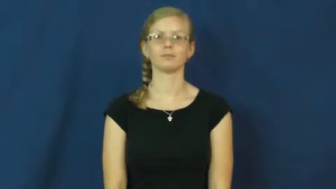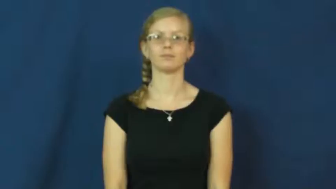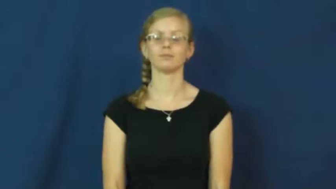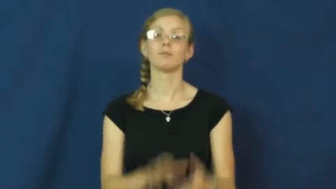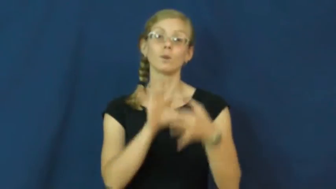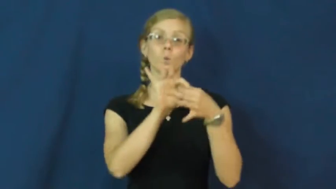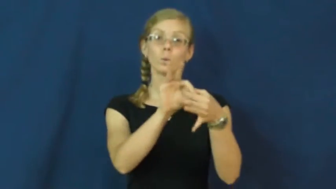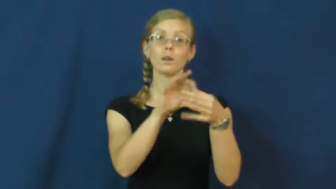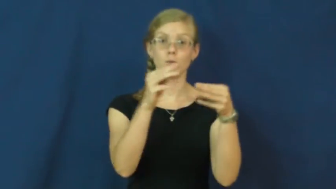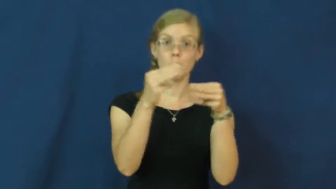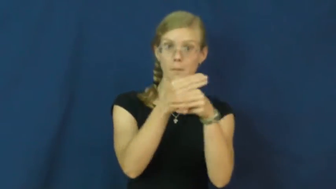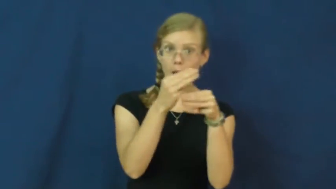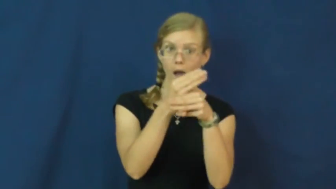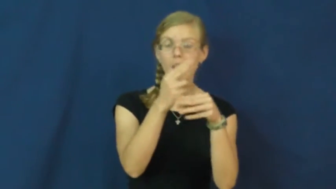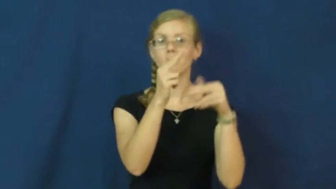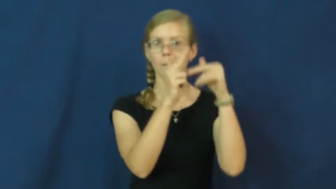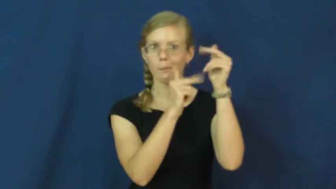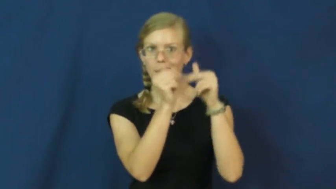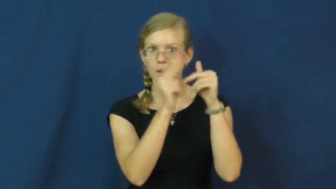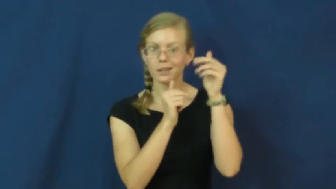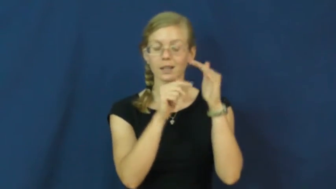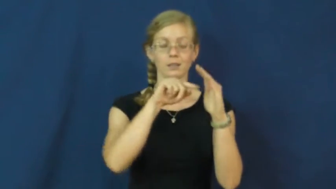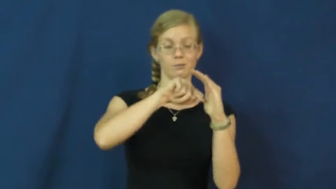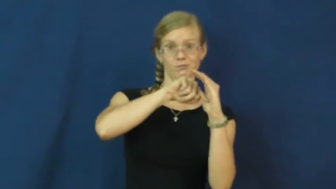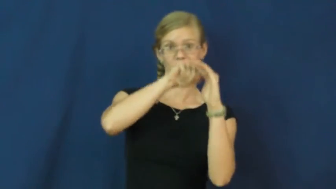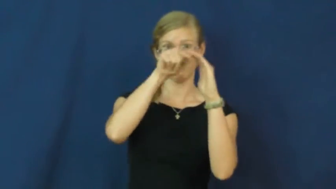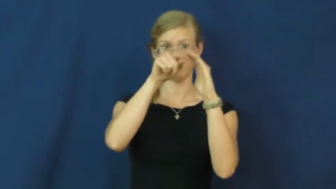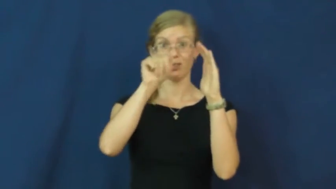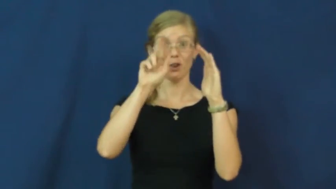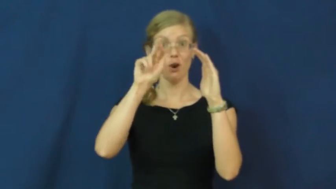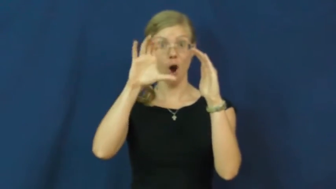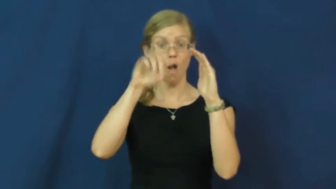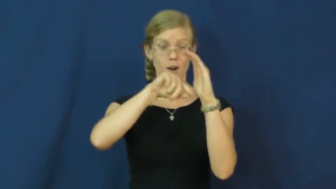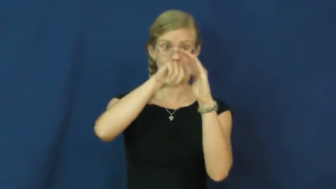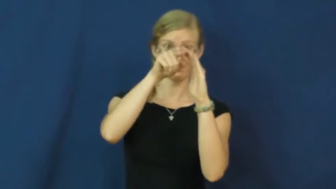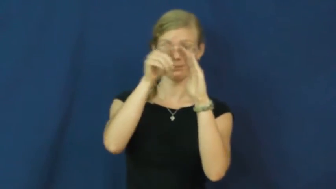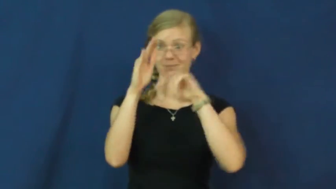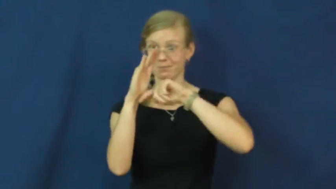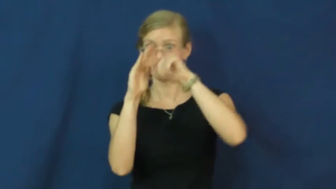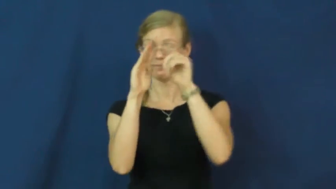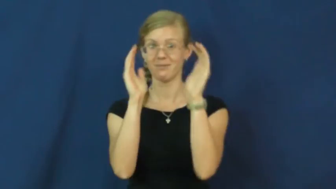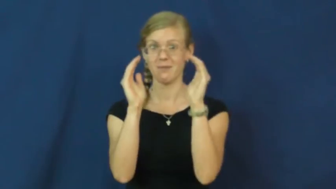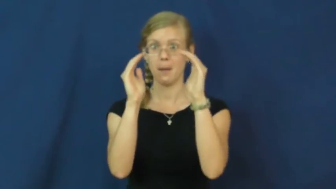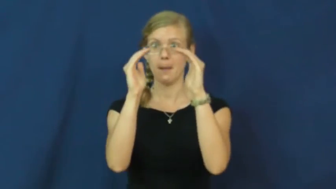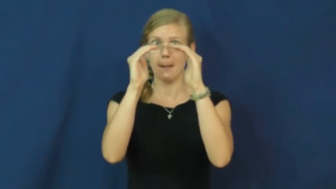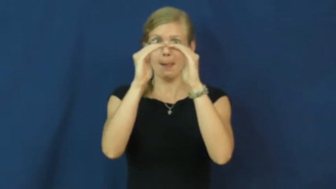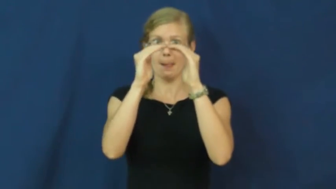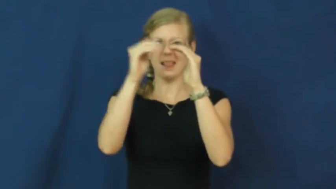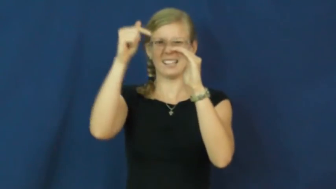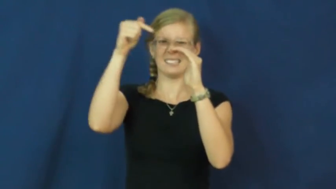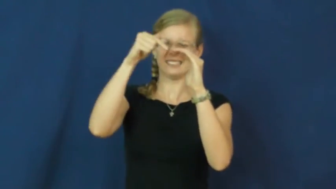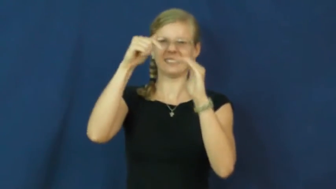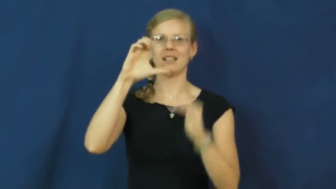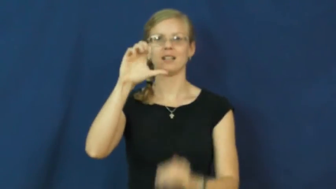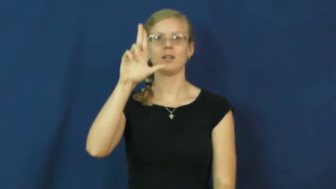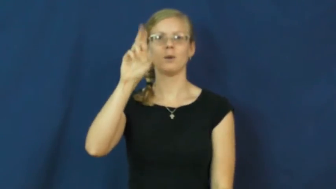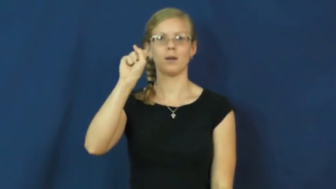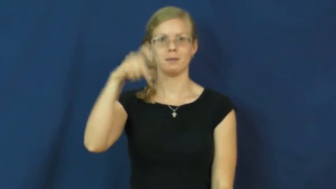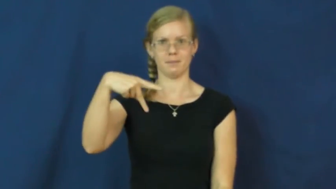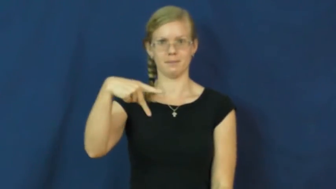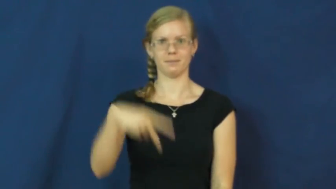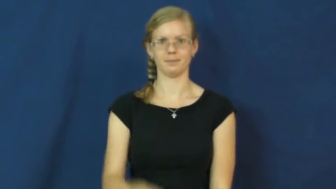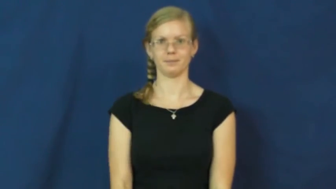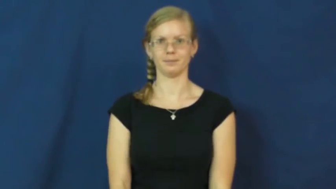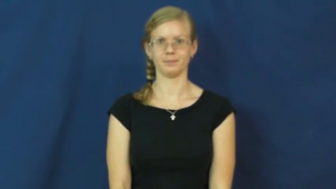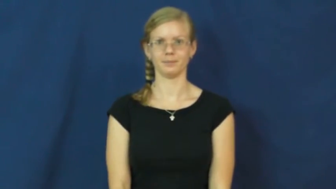cusp-arc